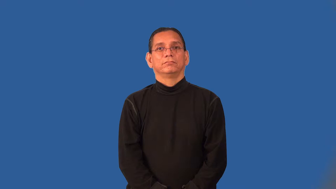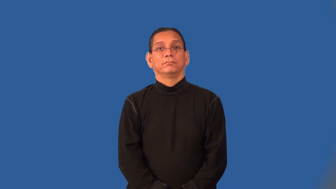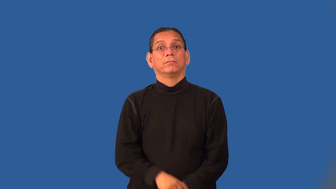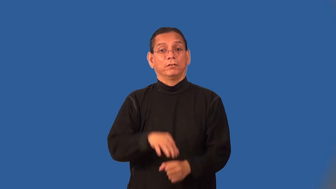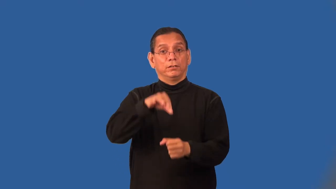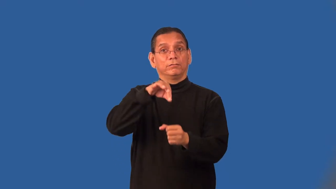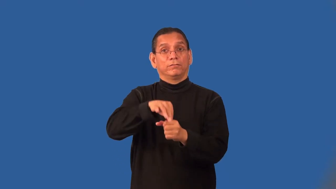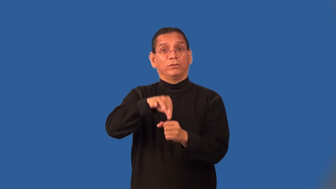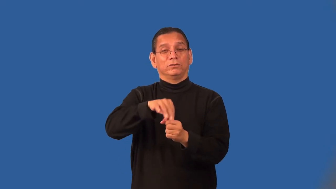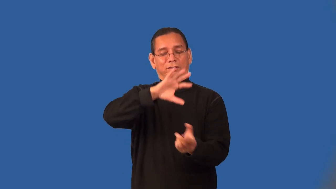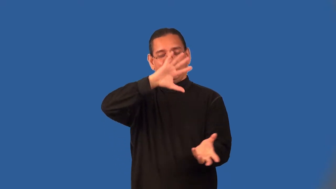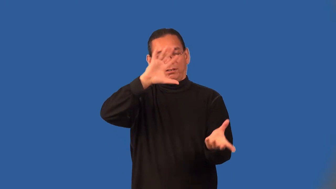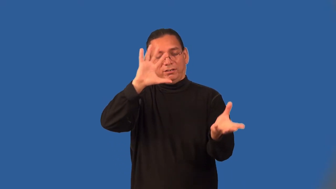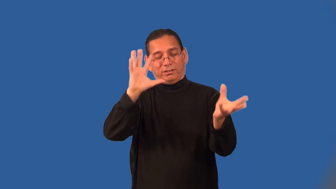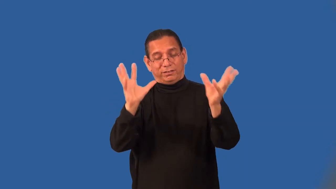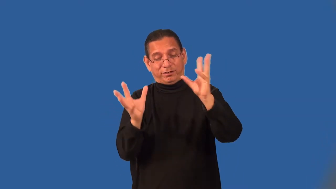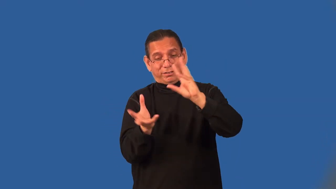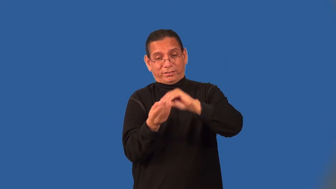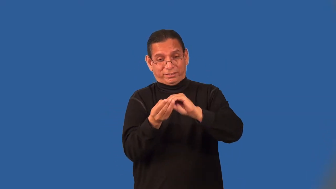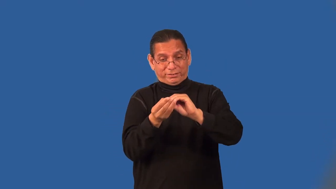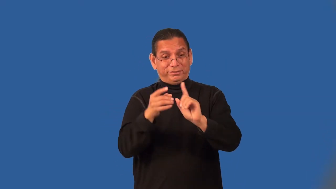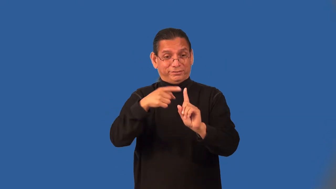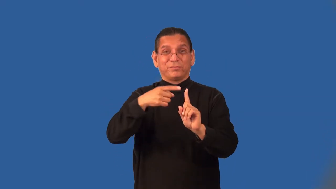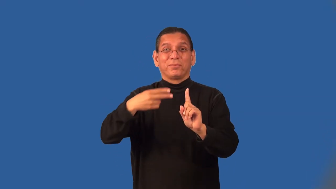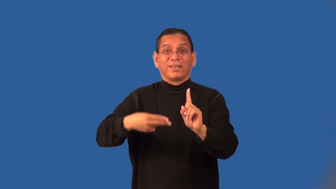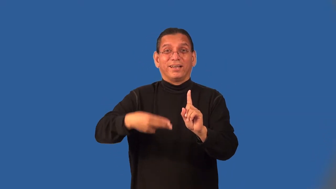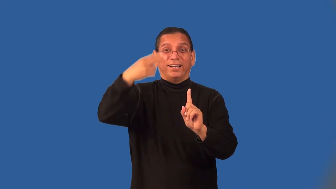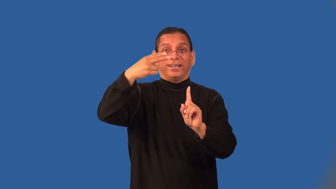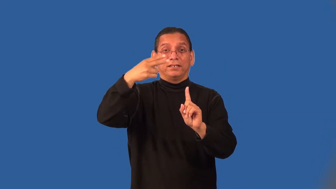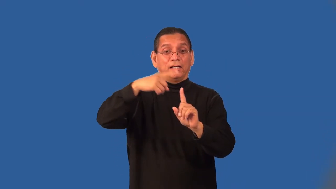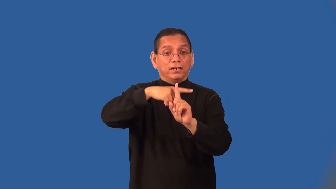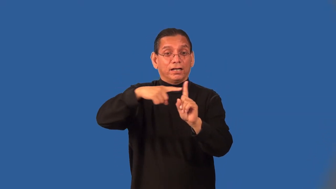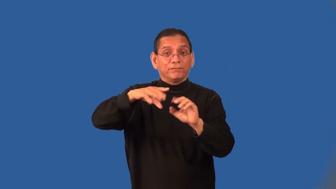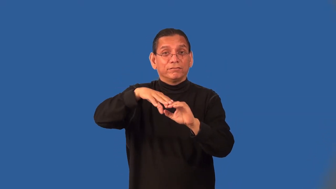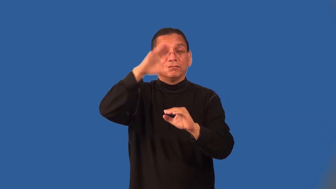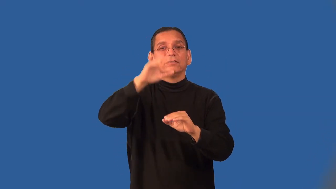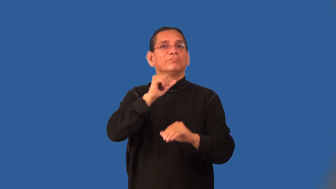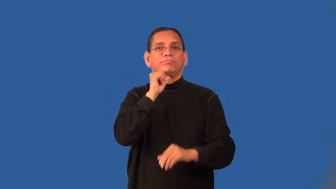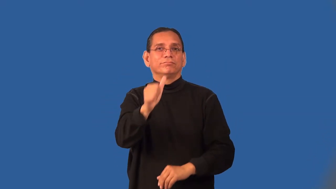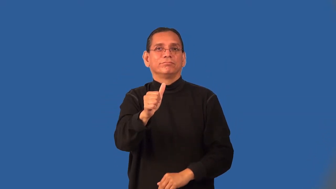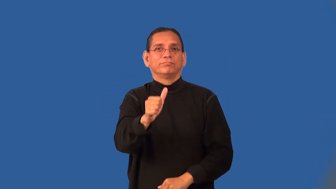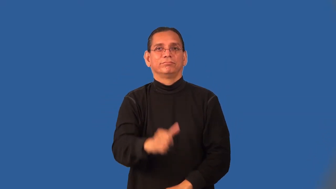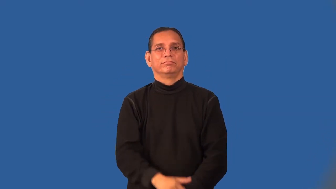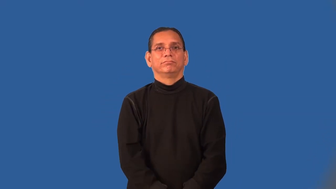plurality-votes